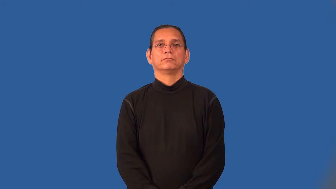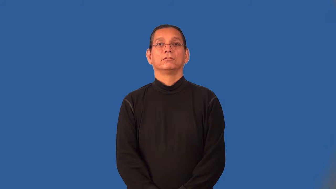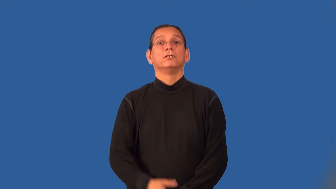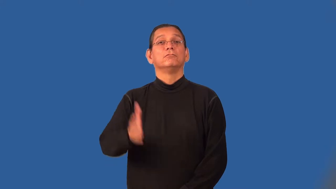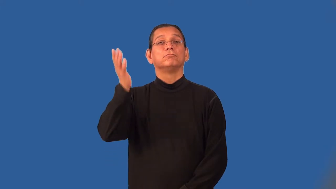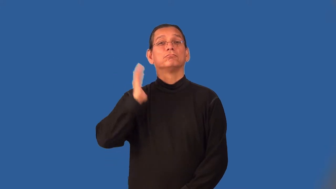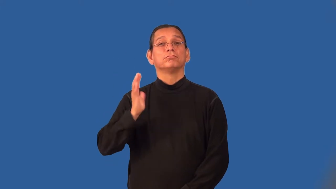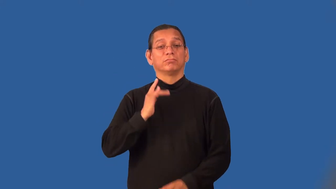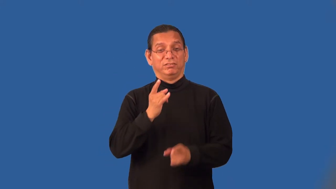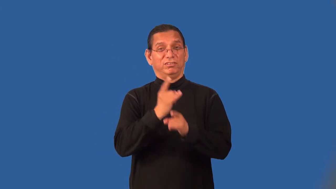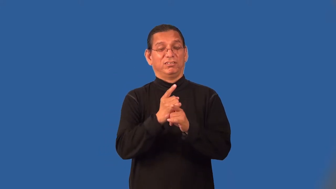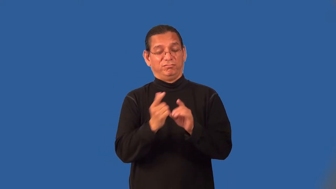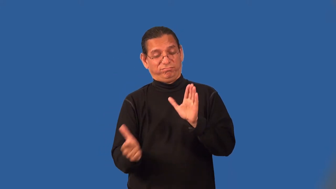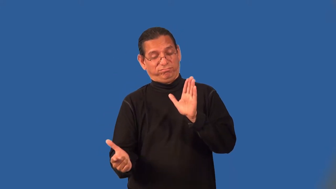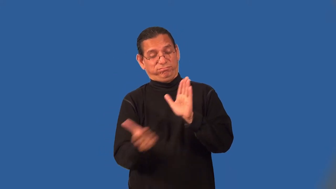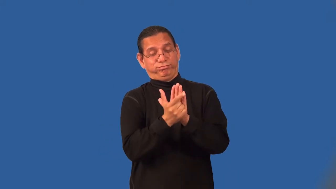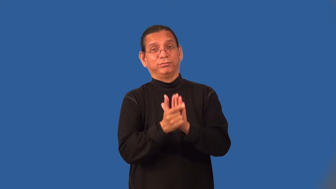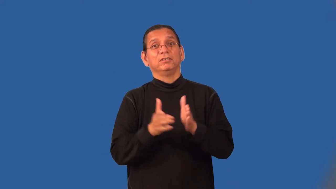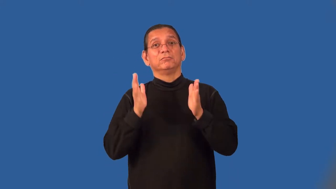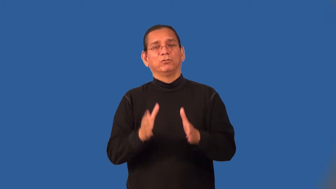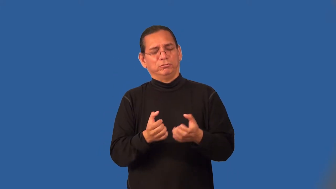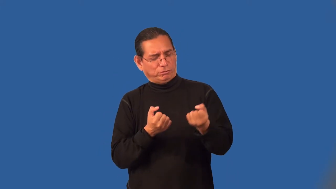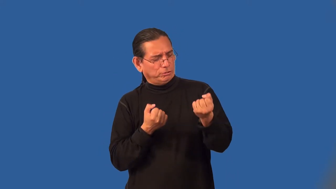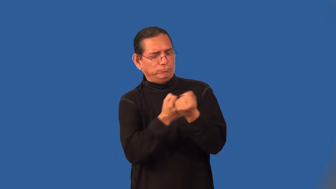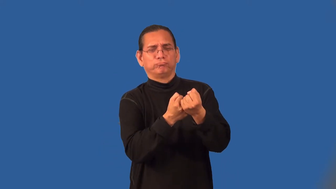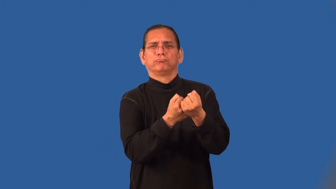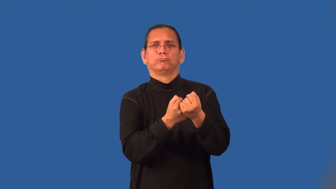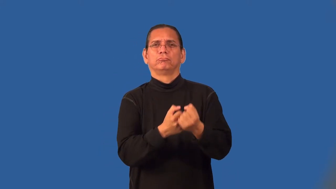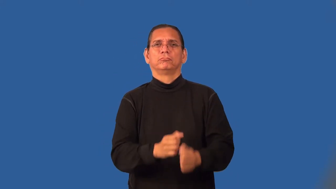prohibitionist